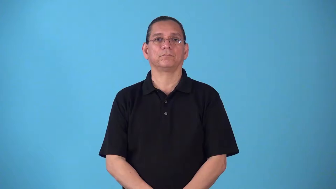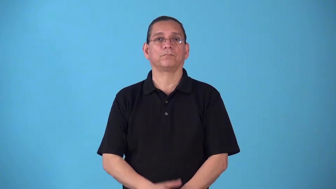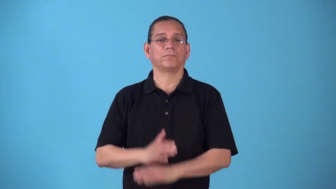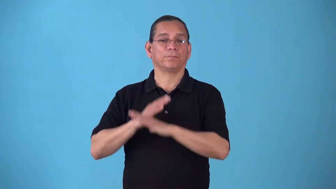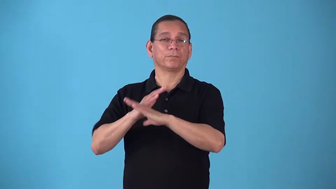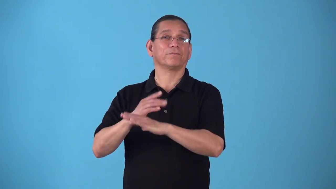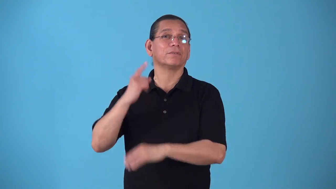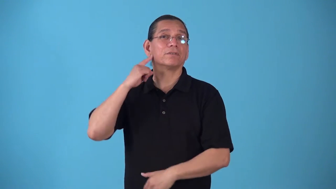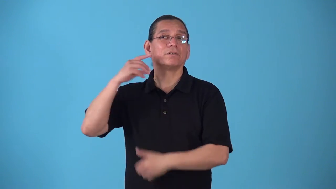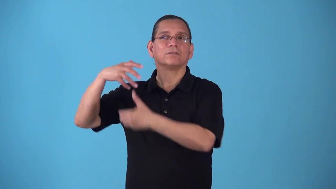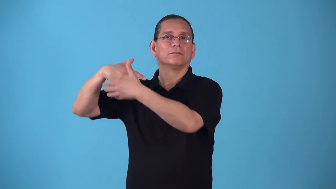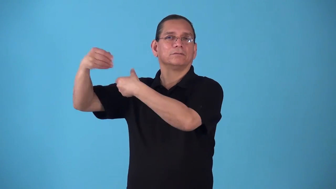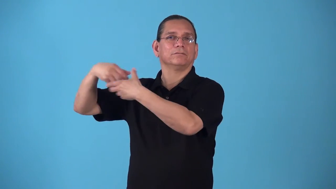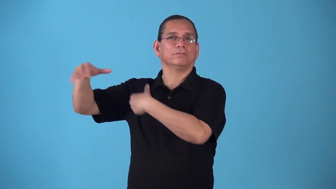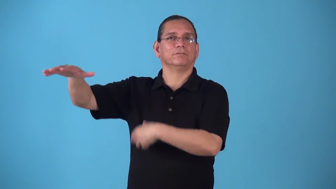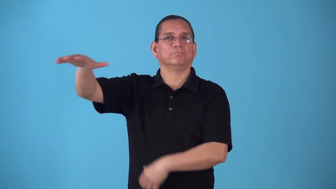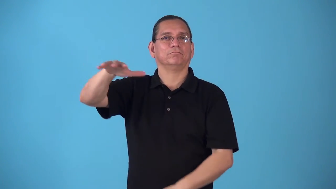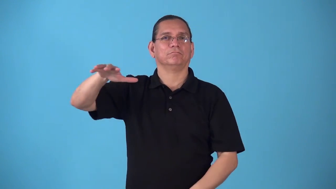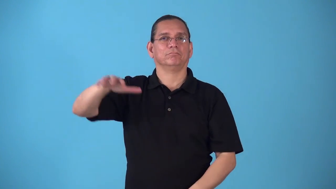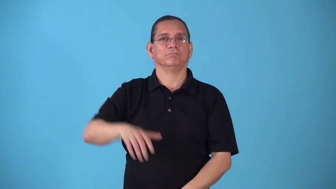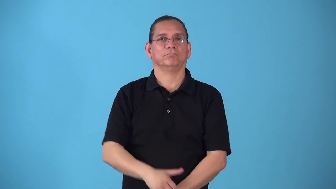soundproof